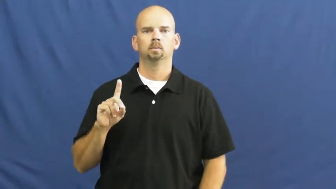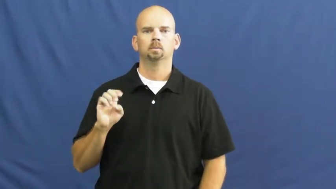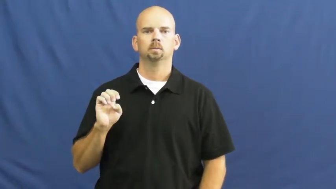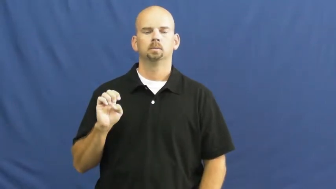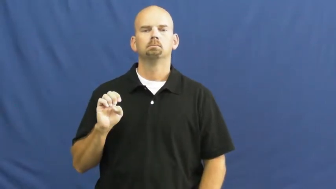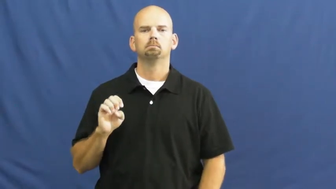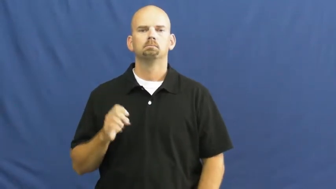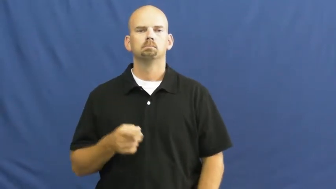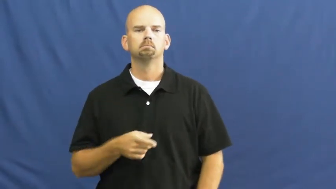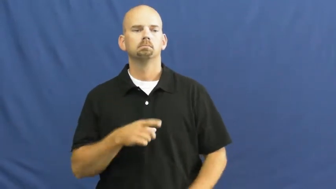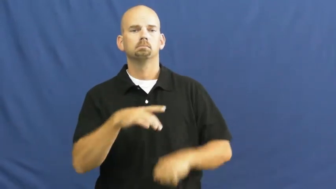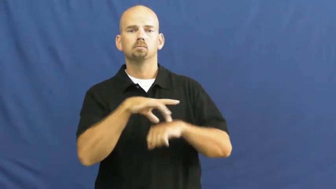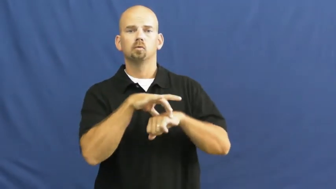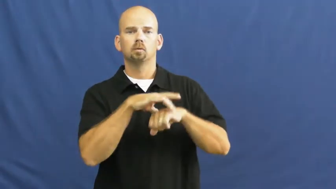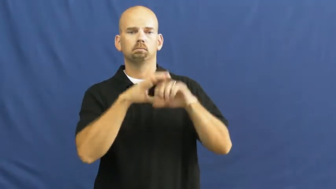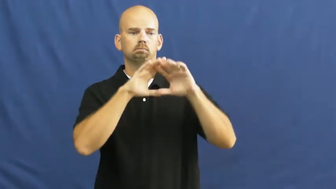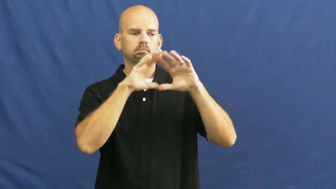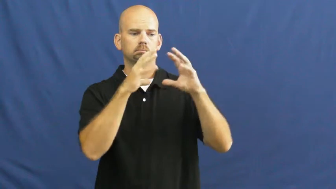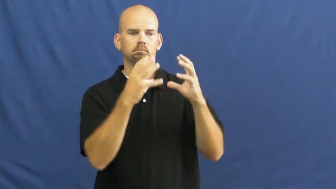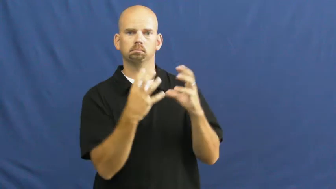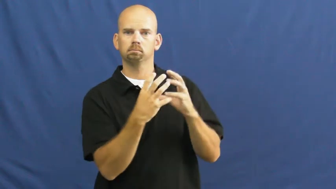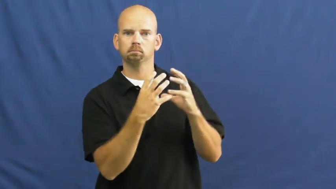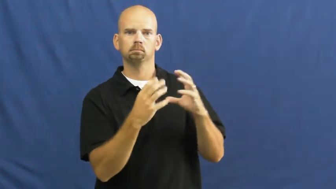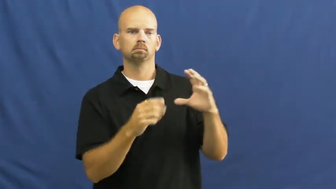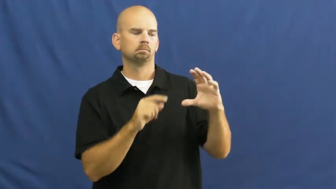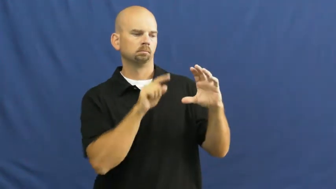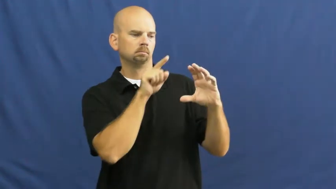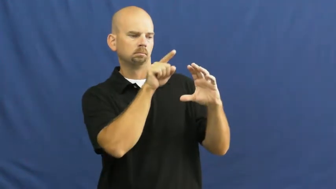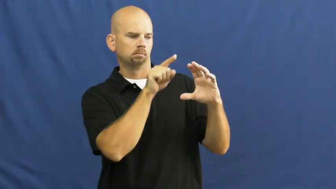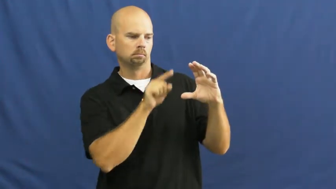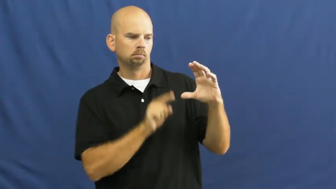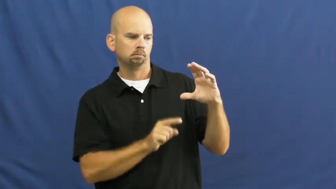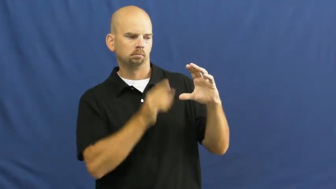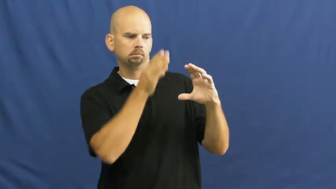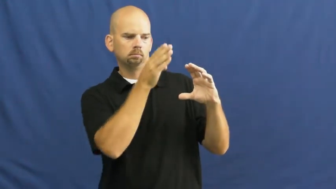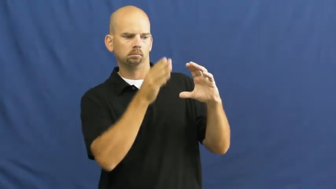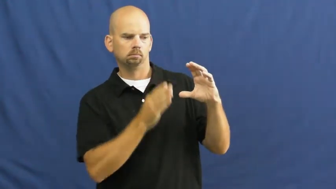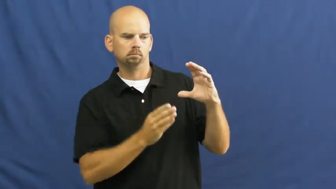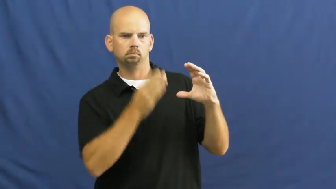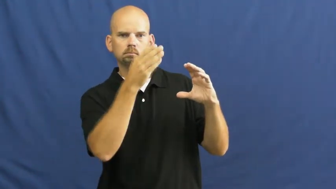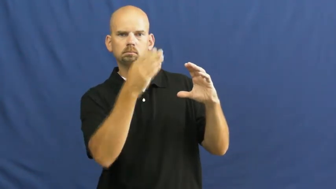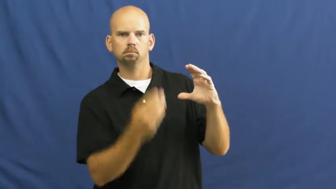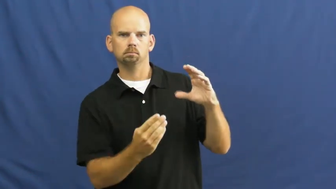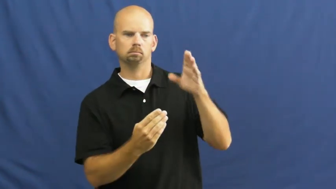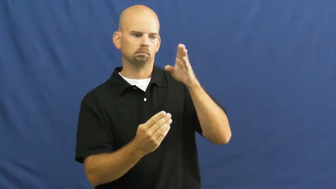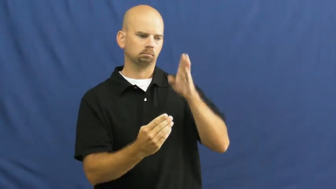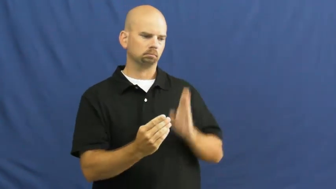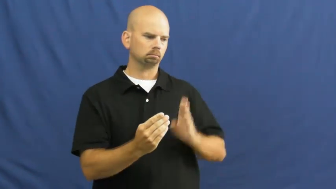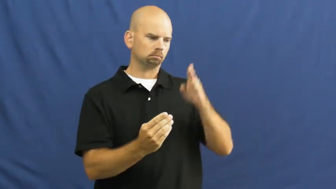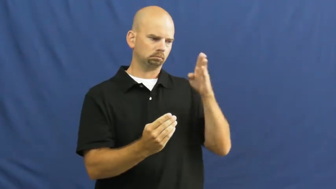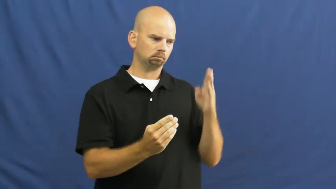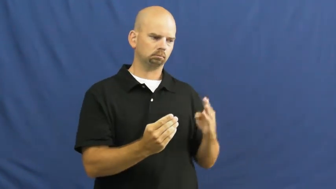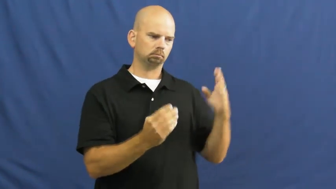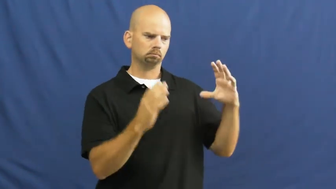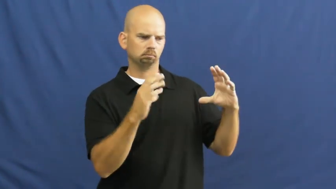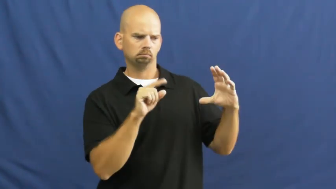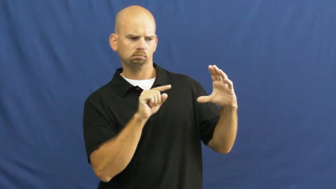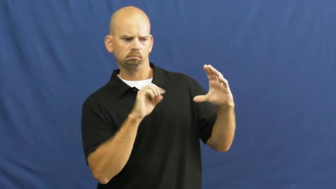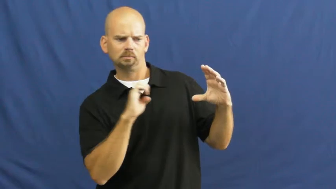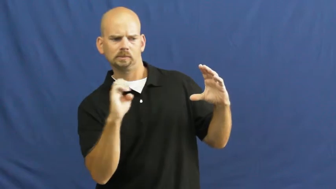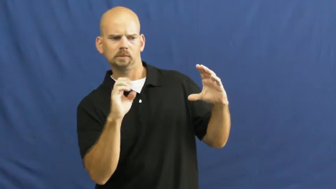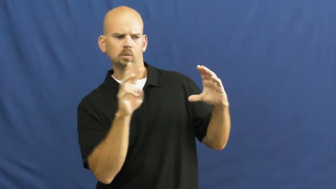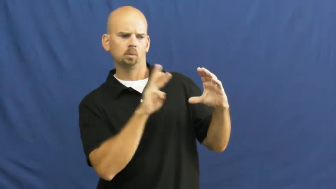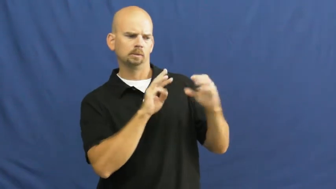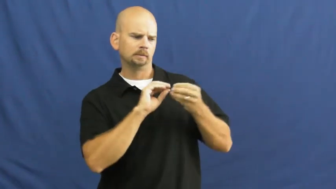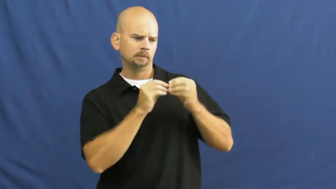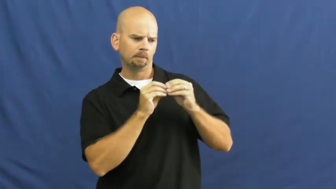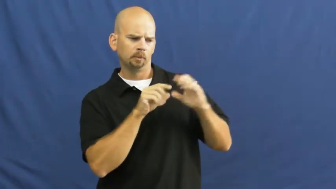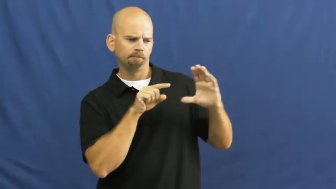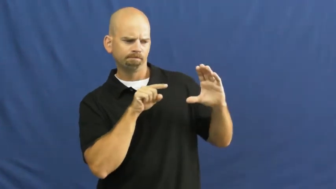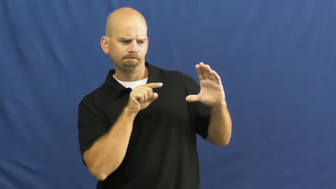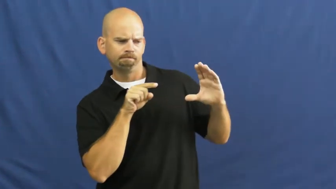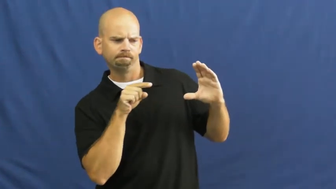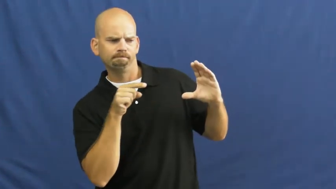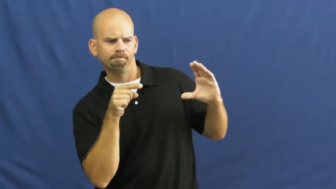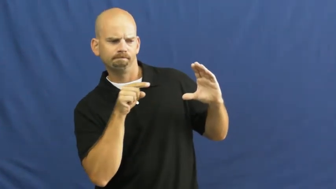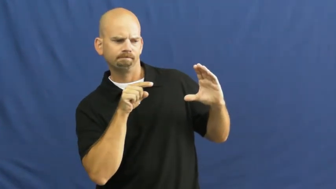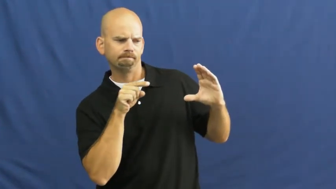longitude